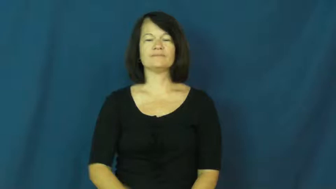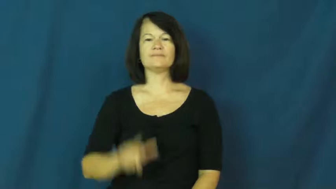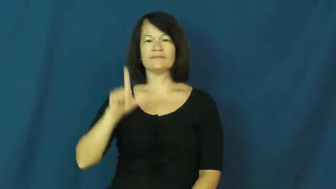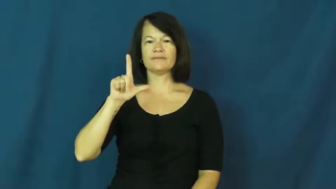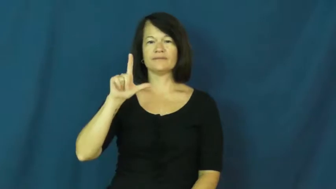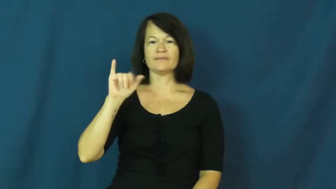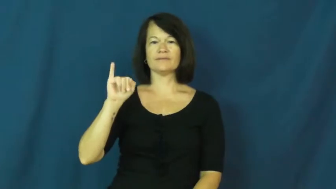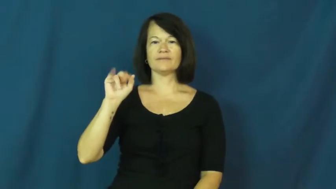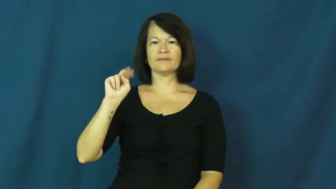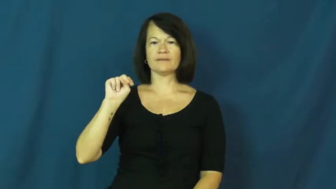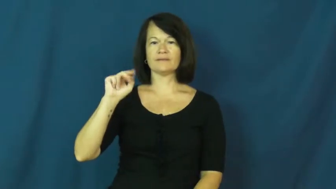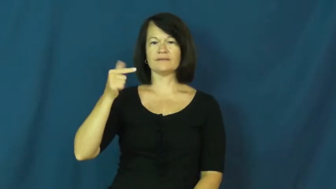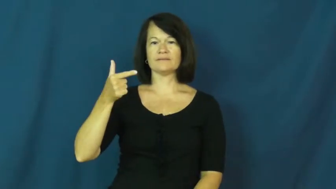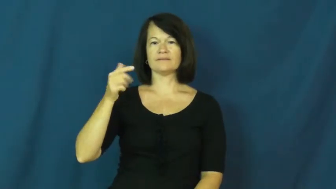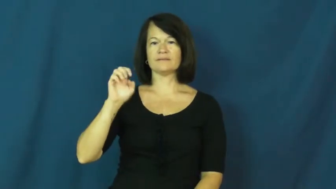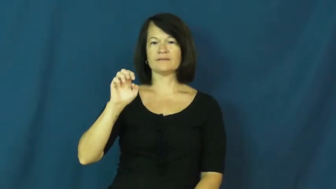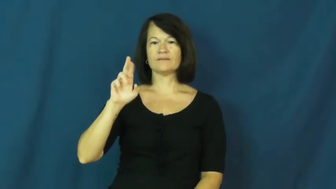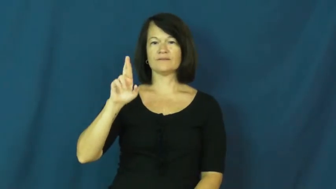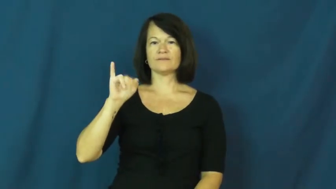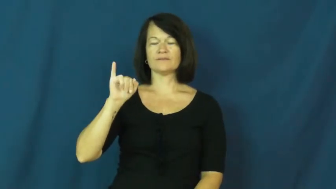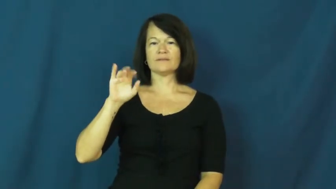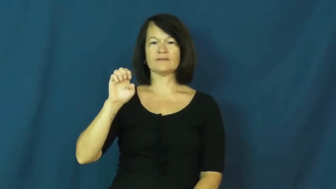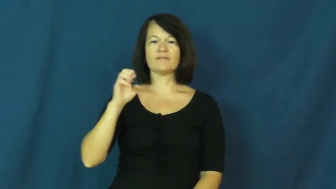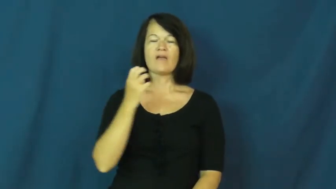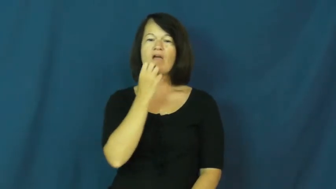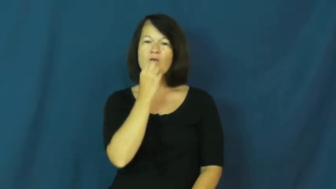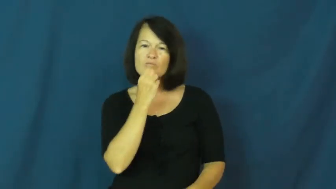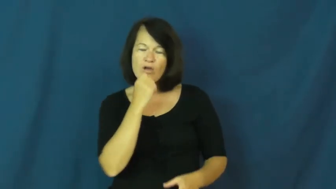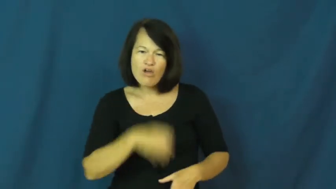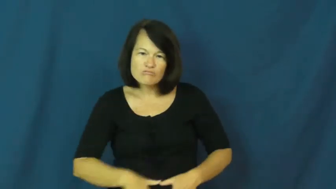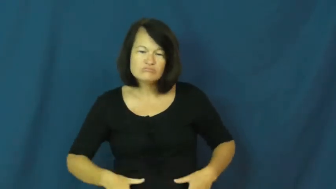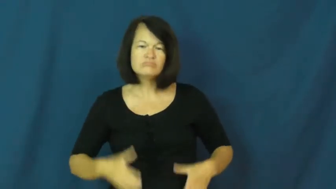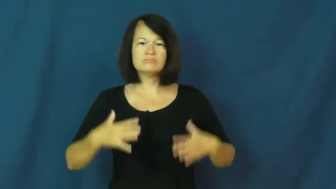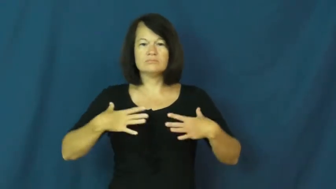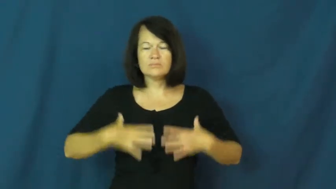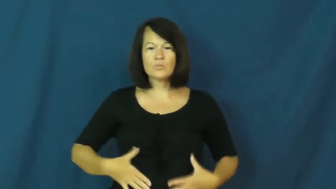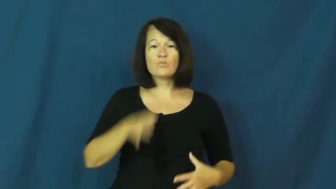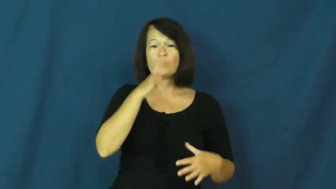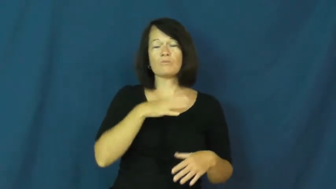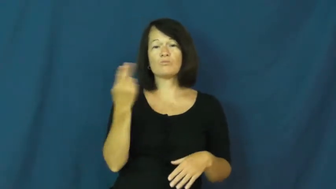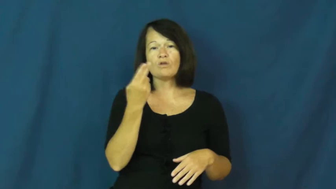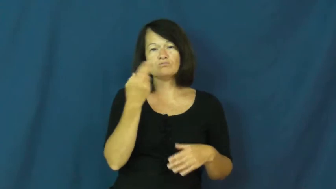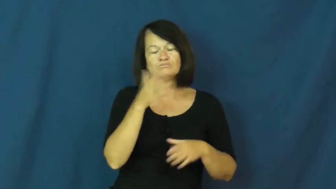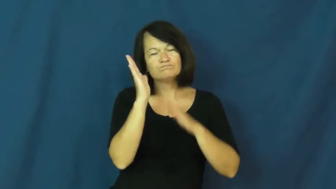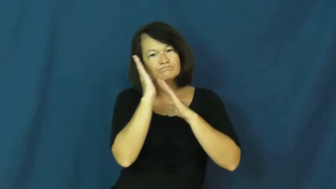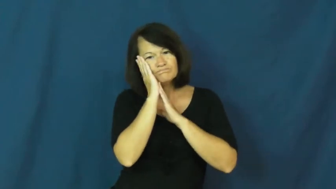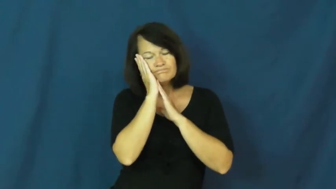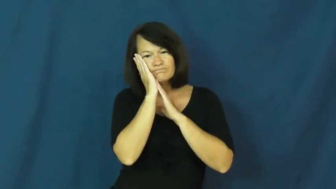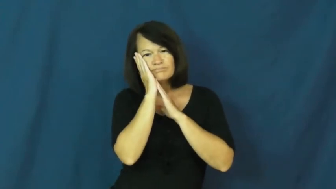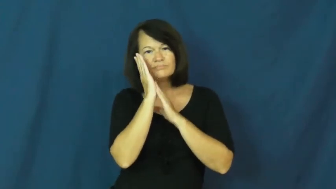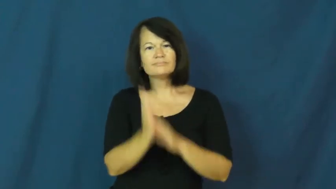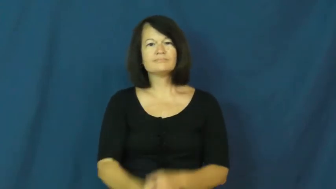lingerie